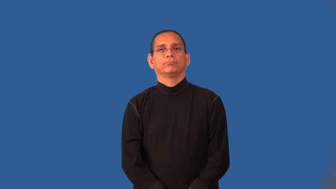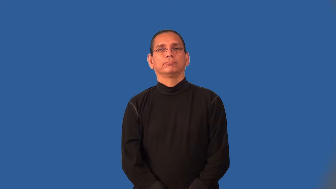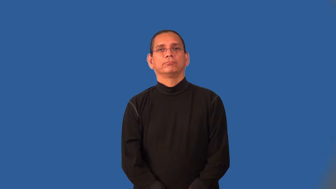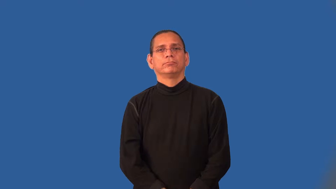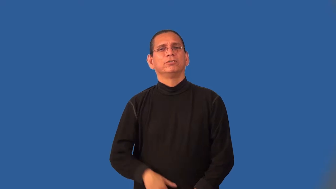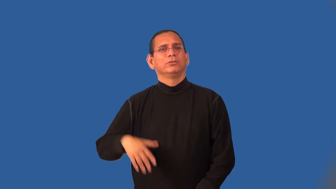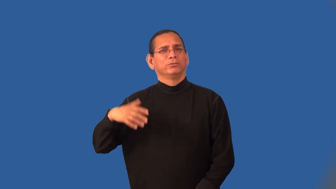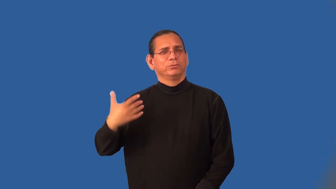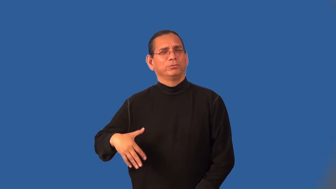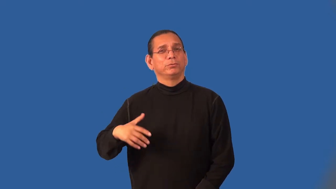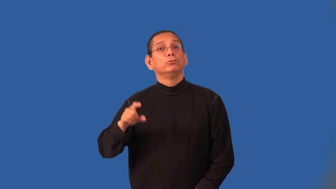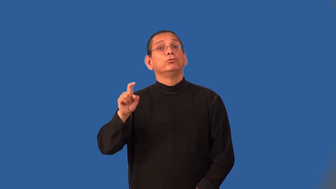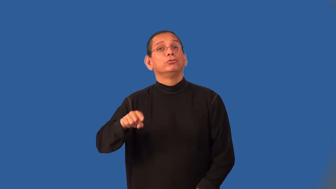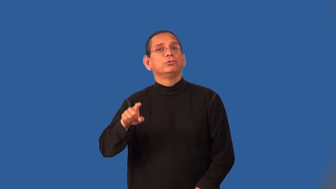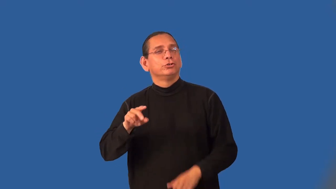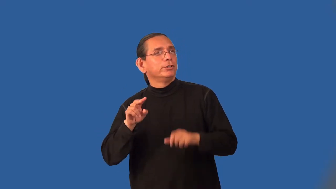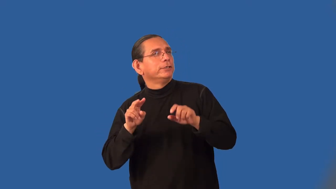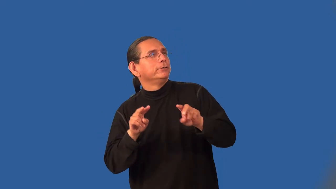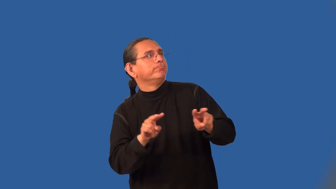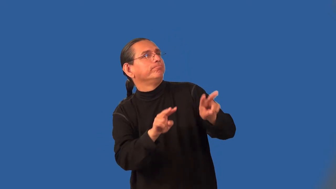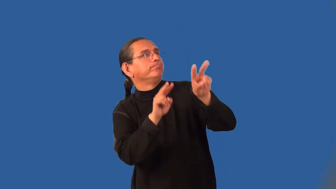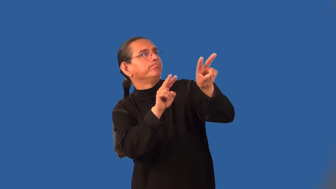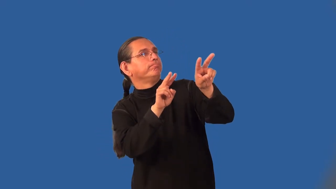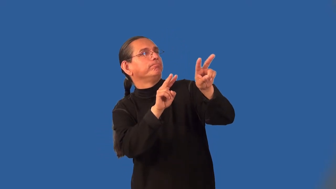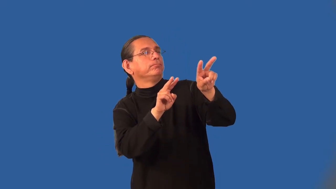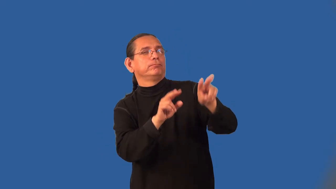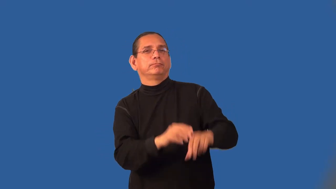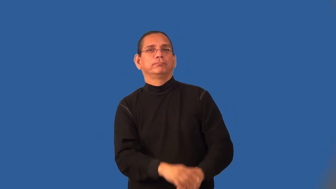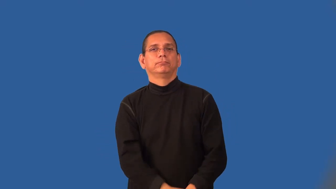meritorious